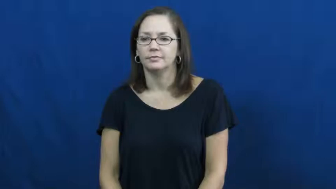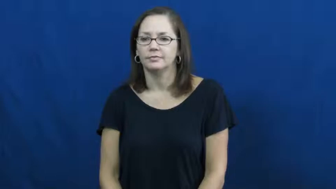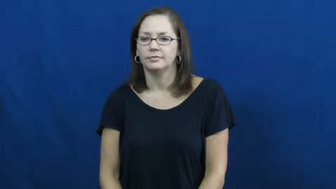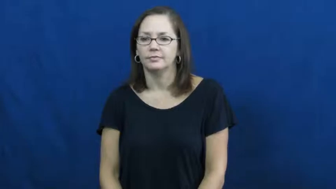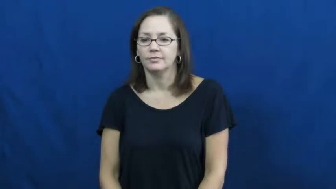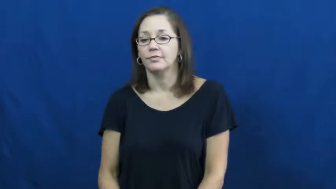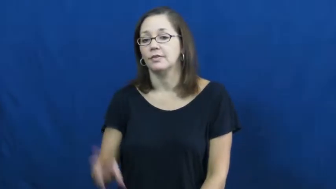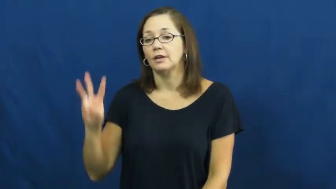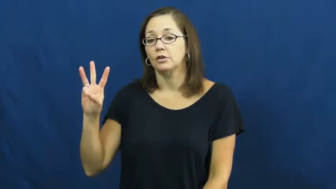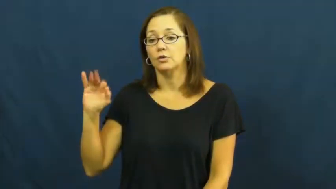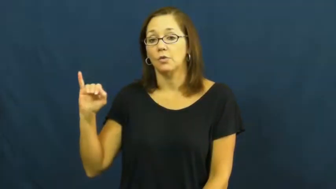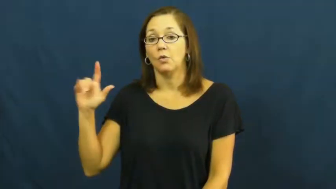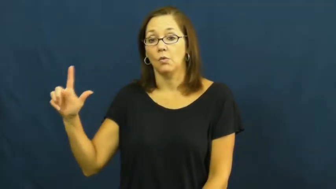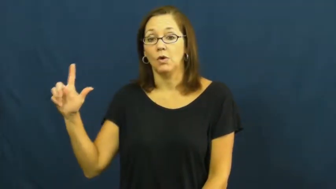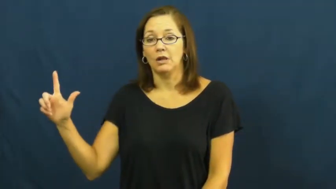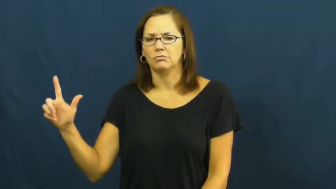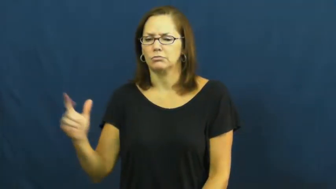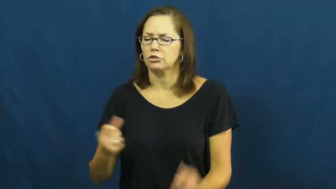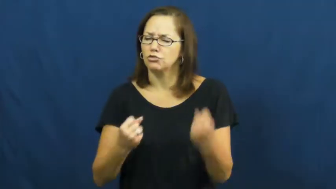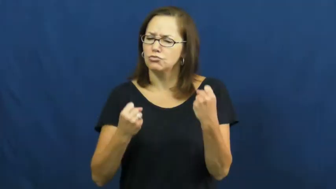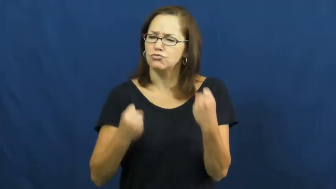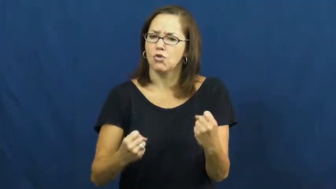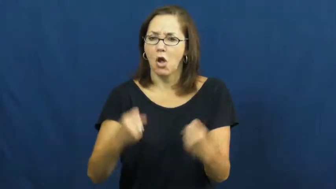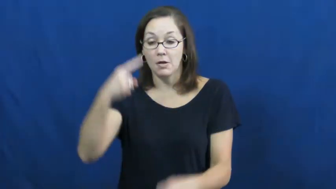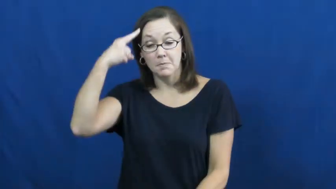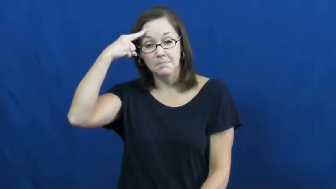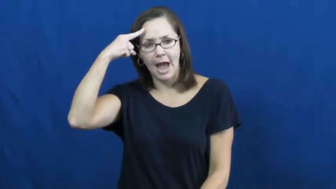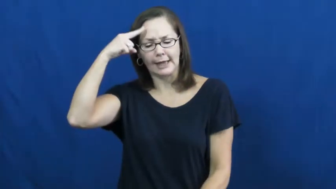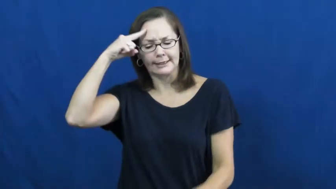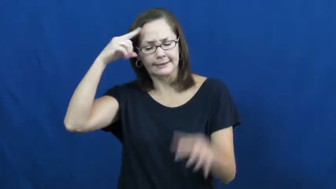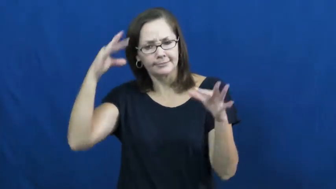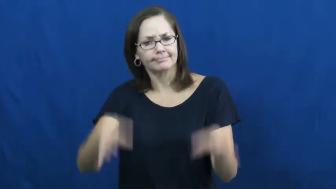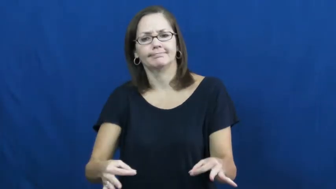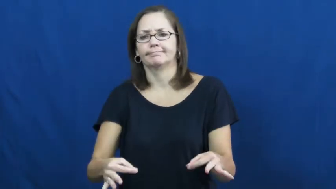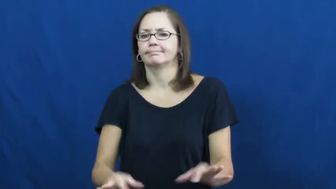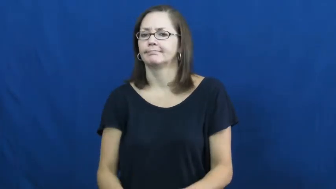will-strong